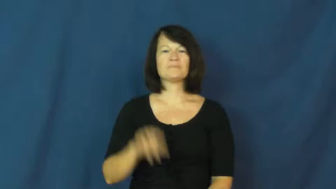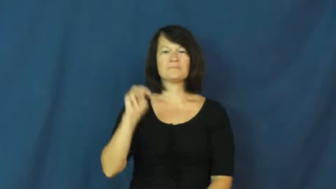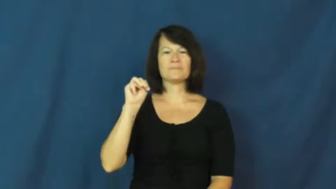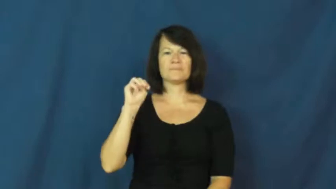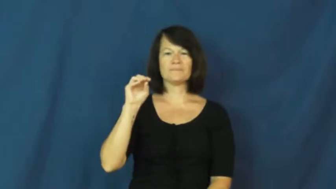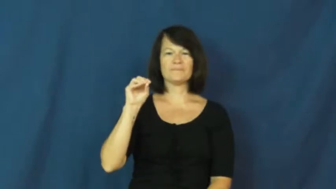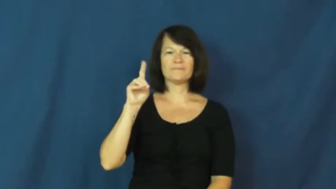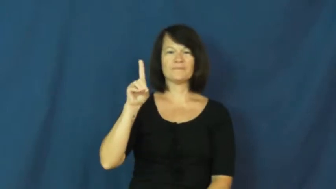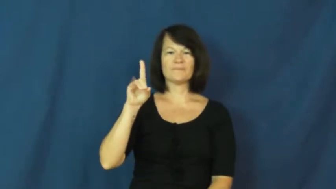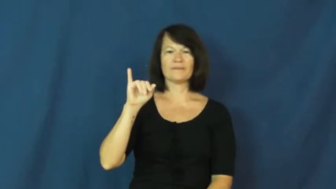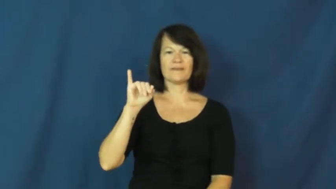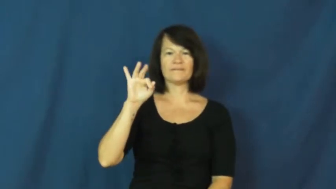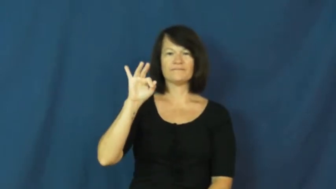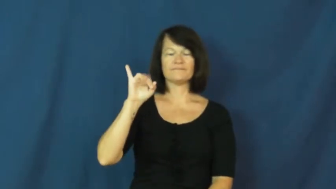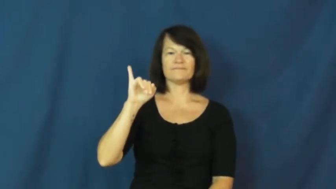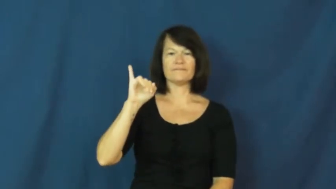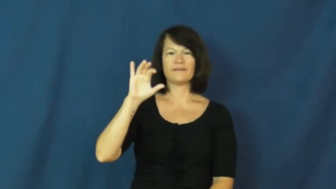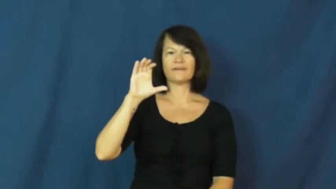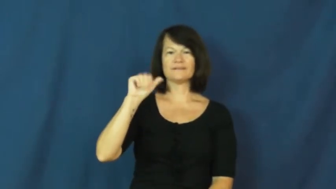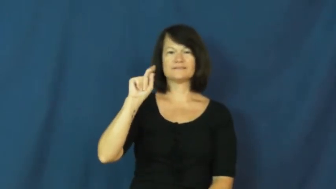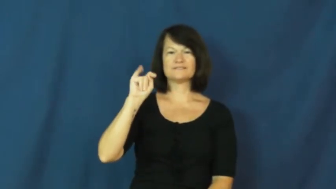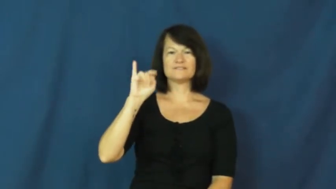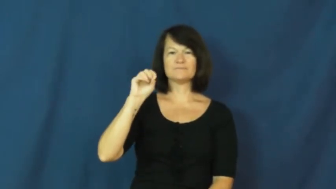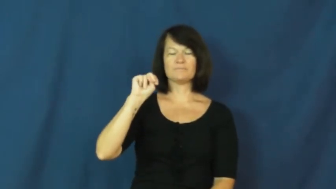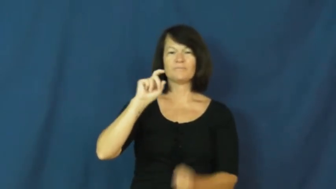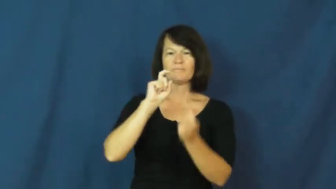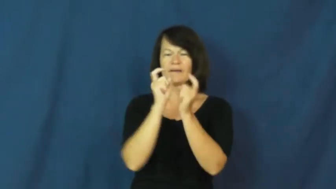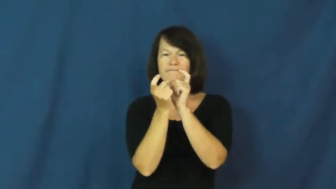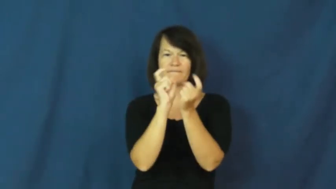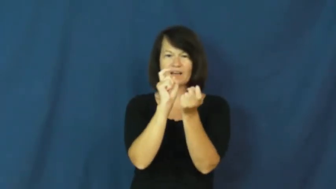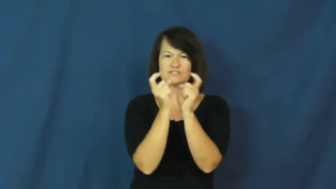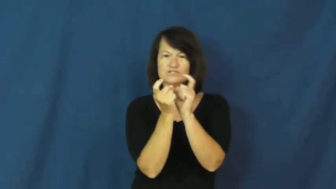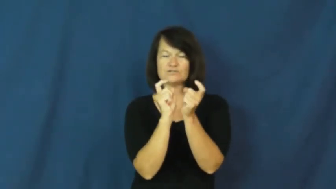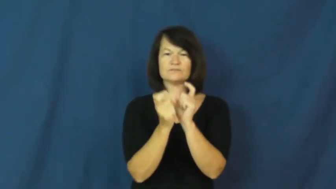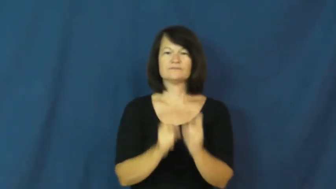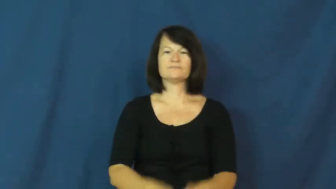modify,mod